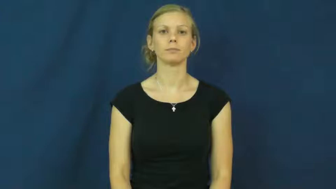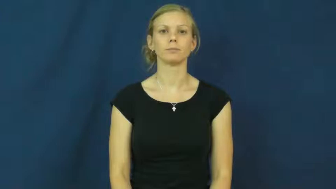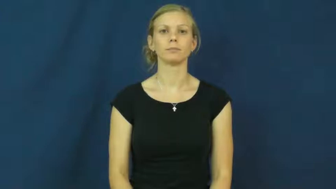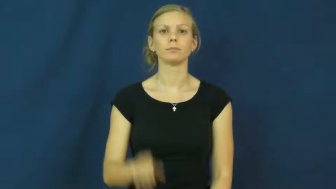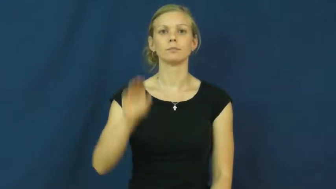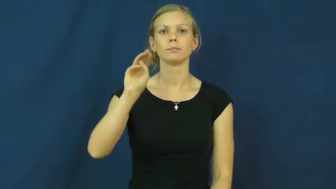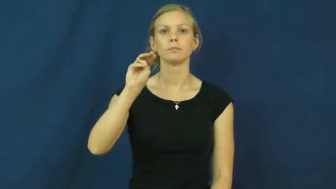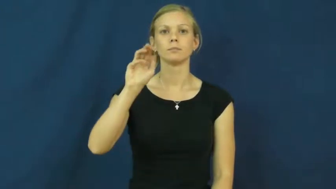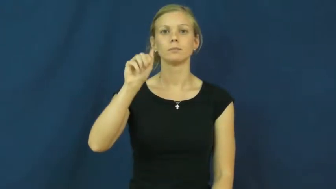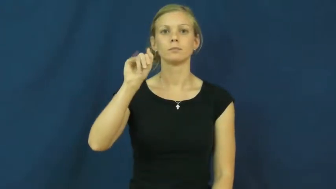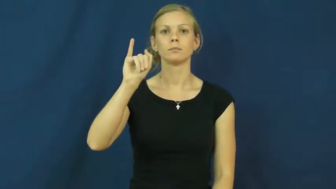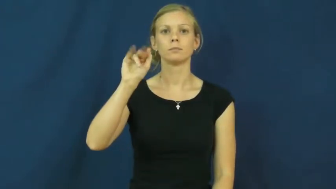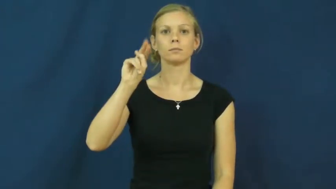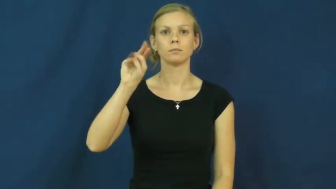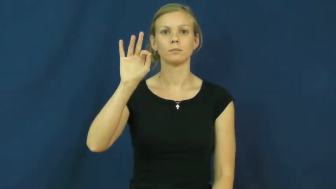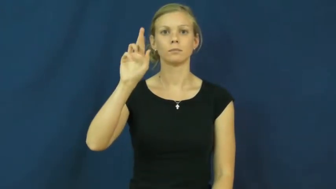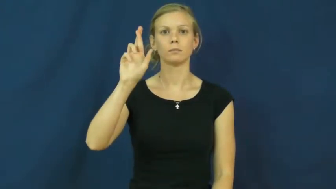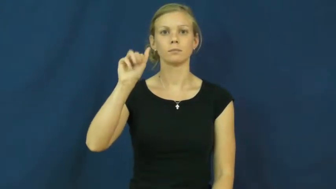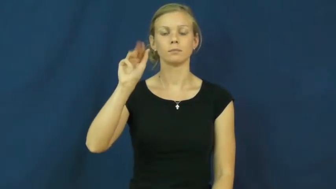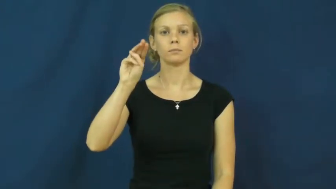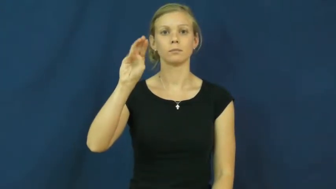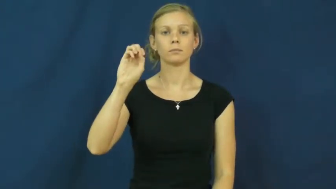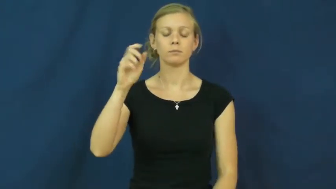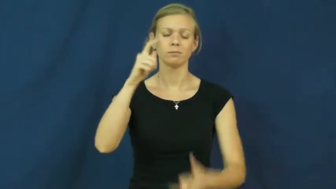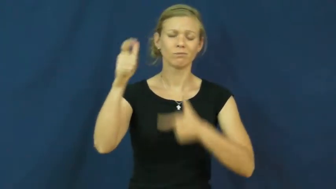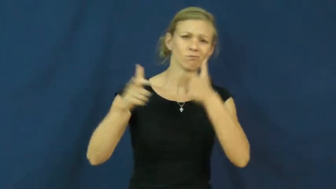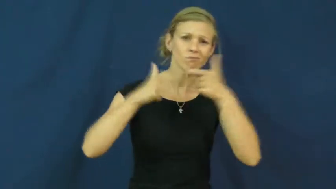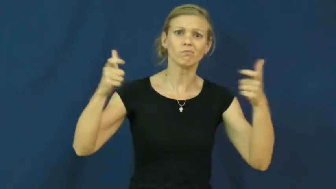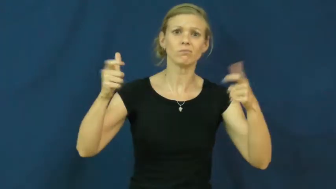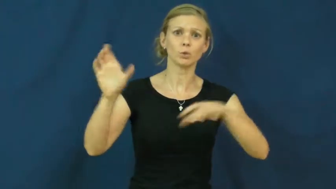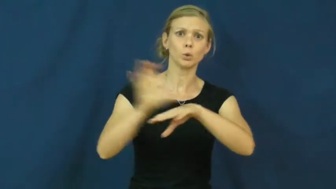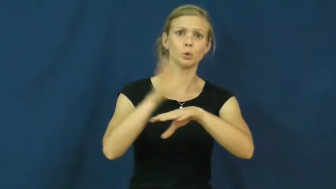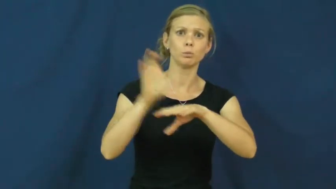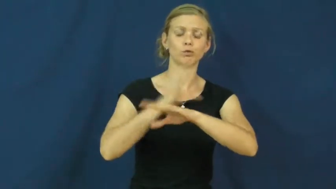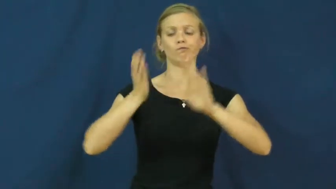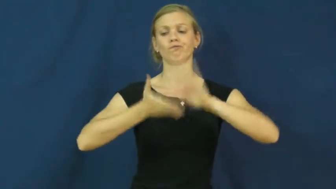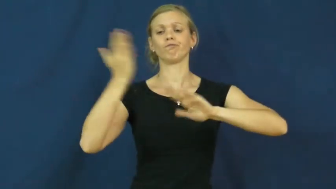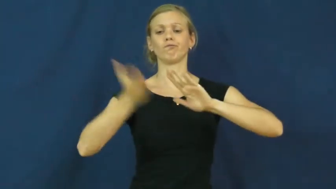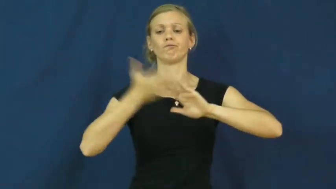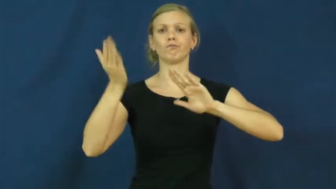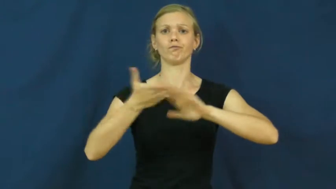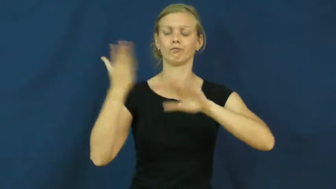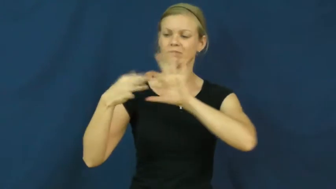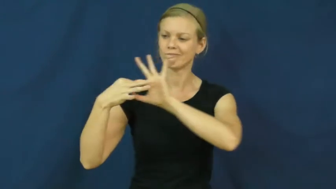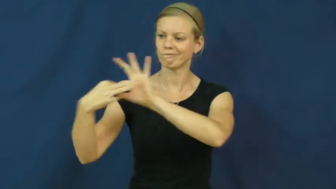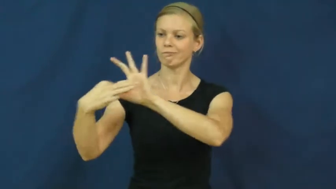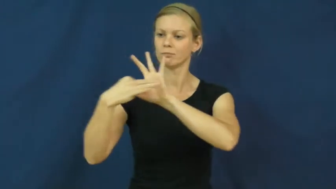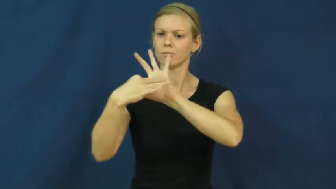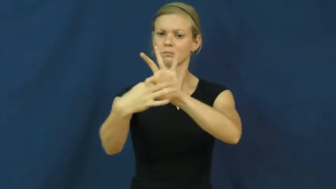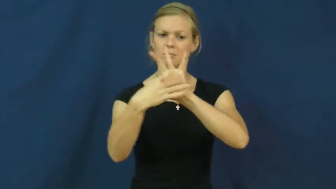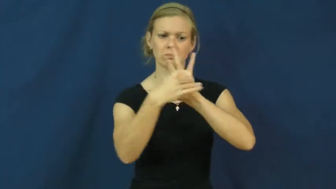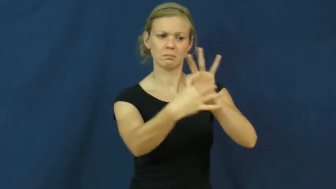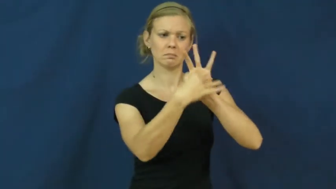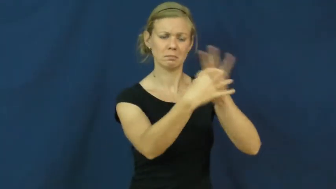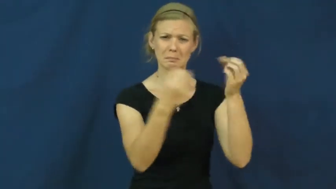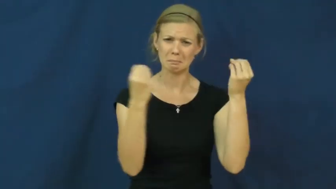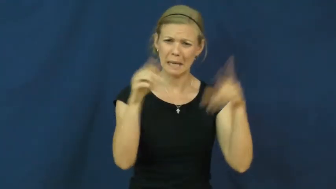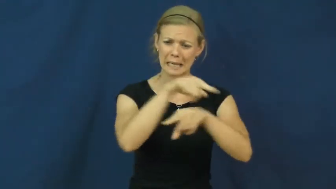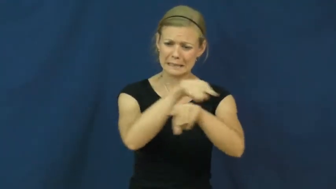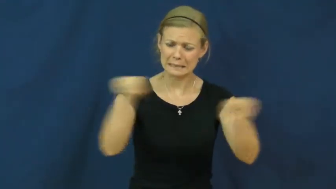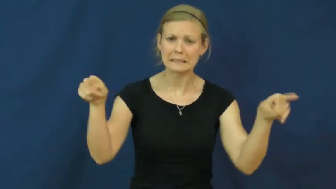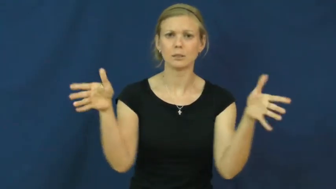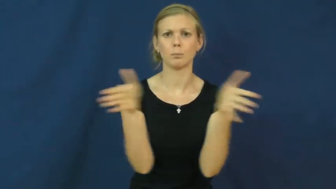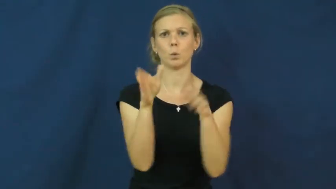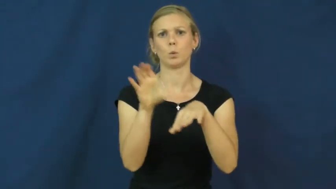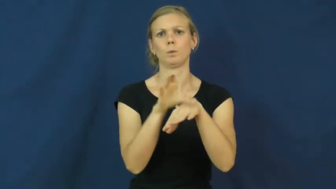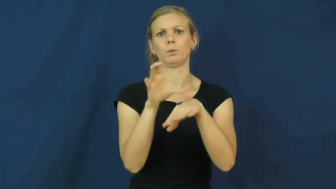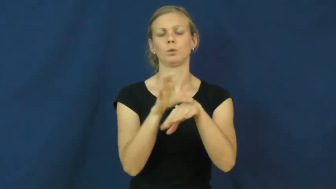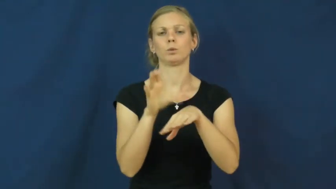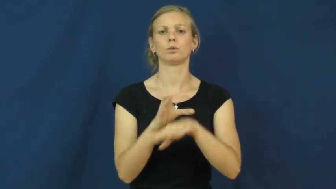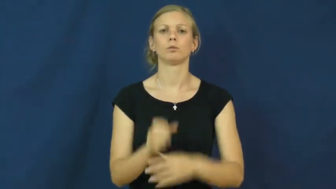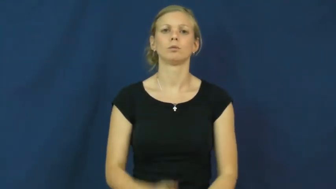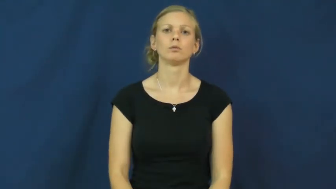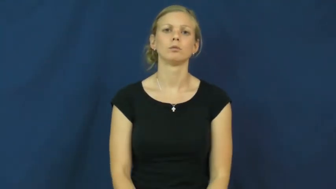mainframe